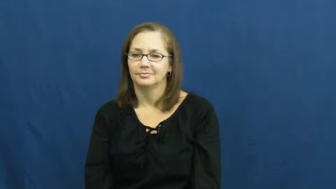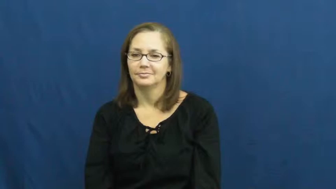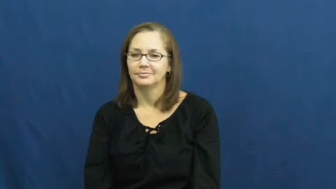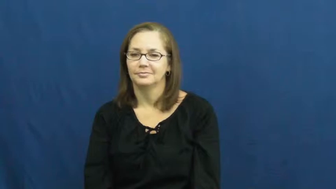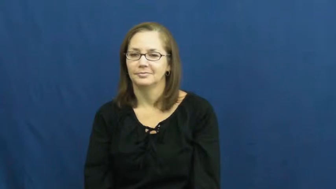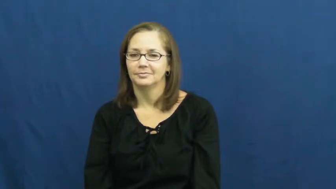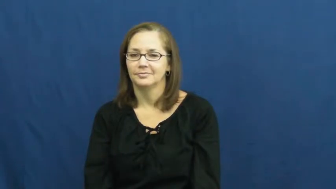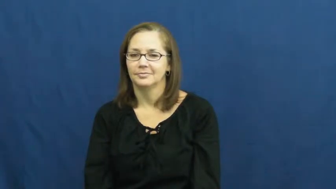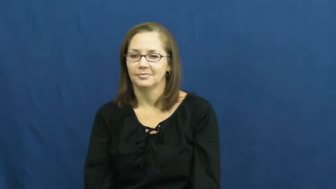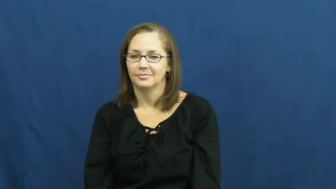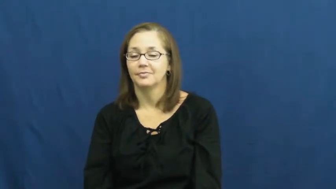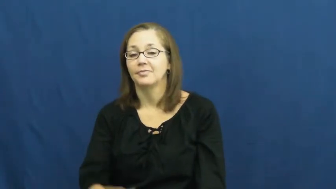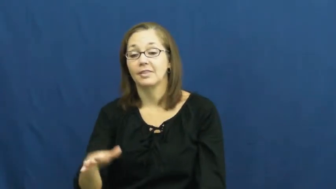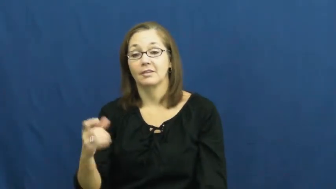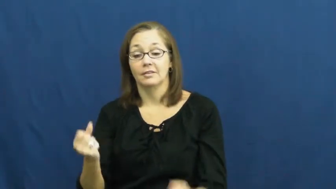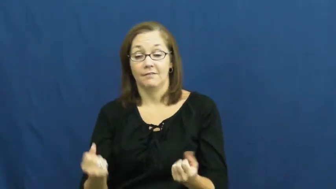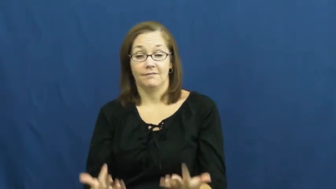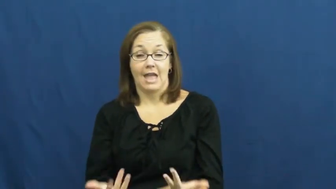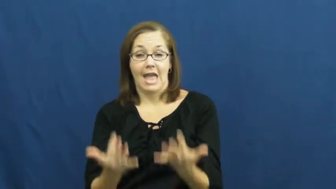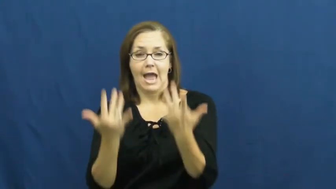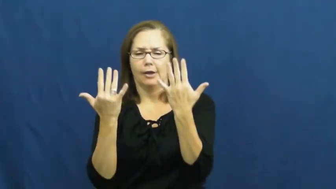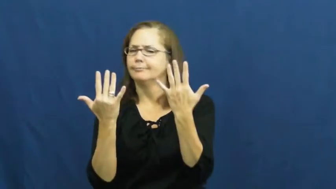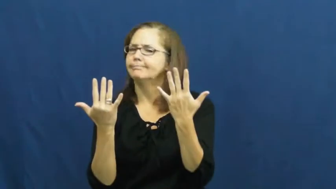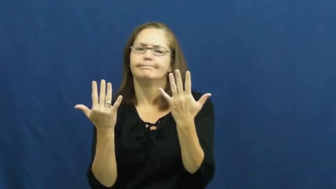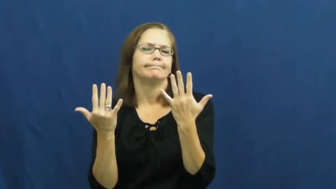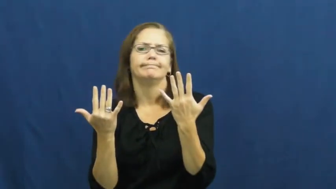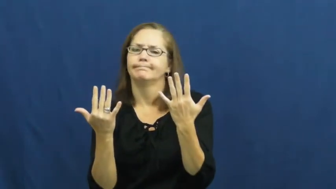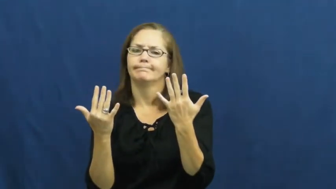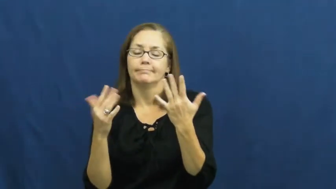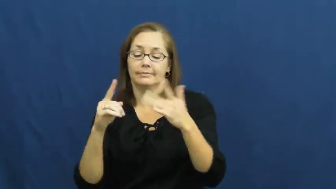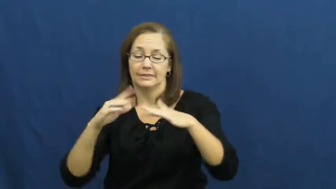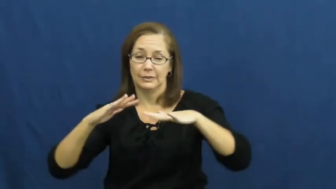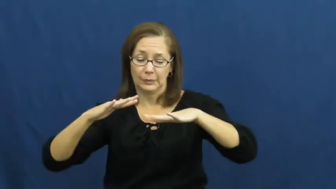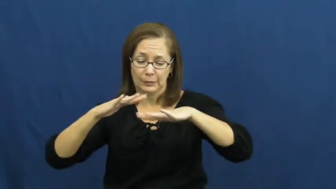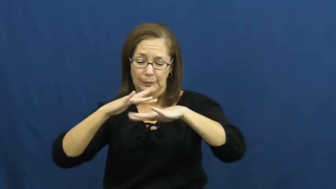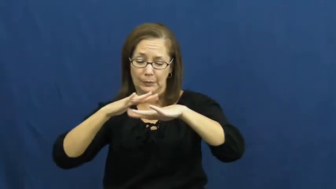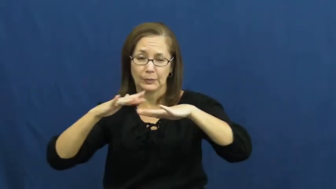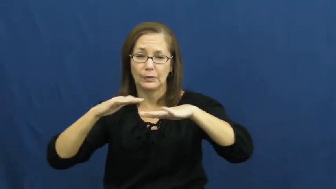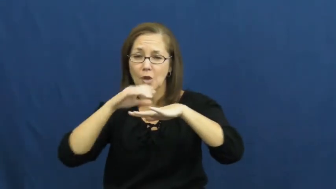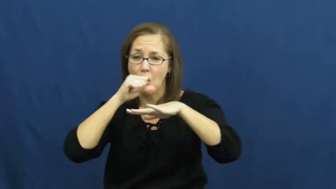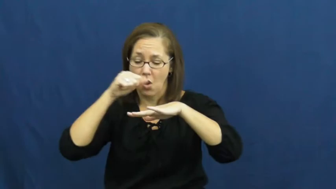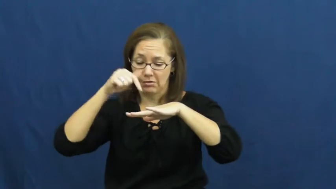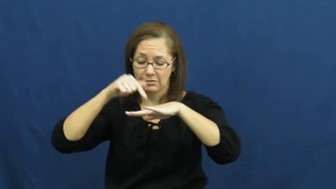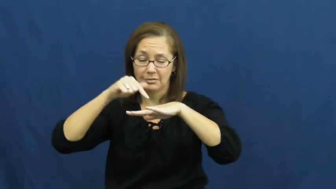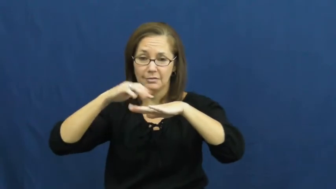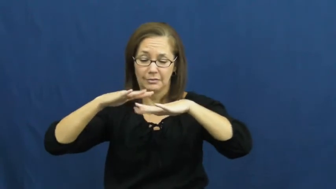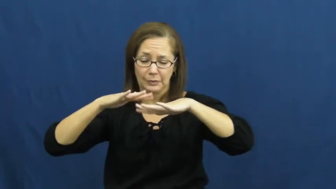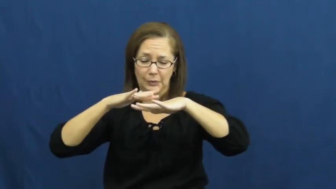smolder-fire